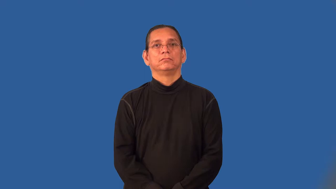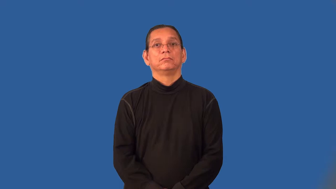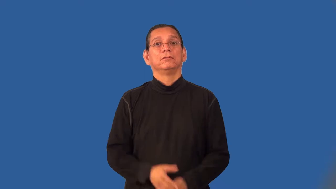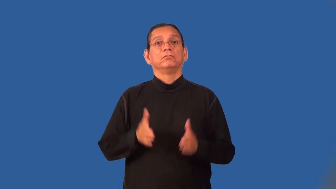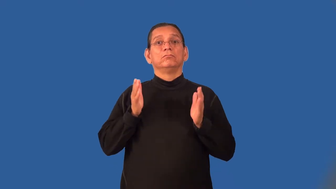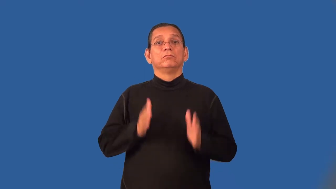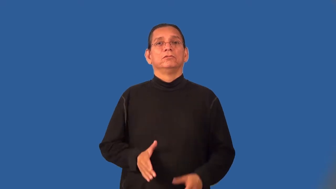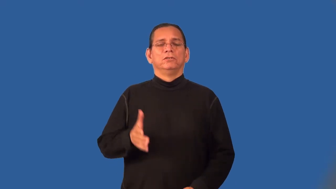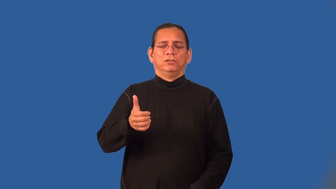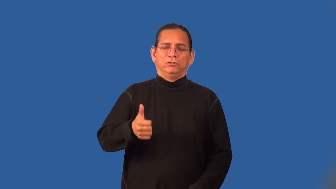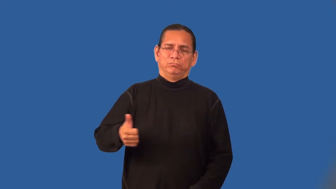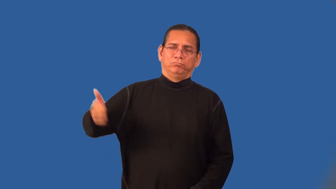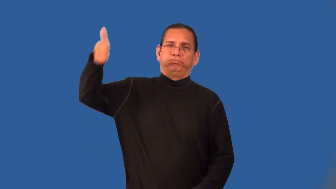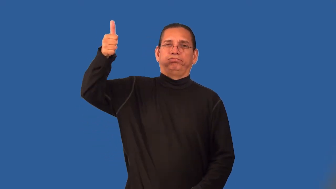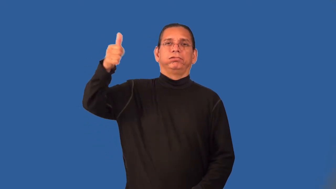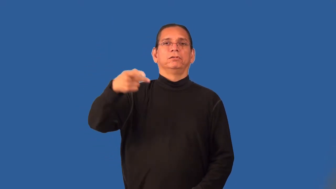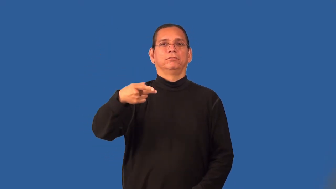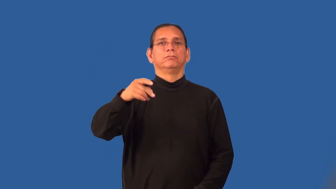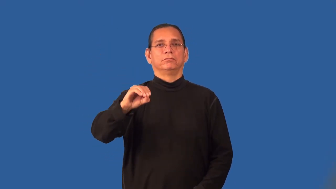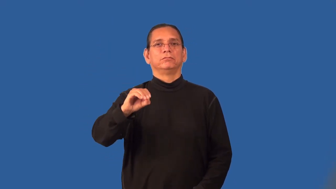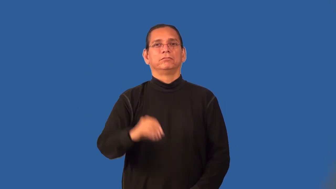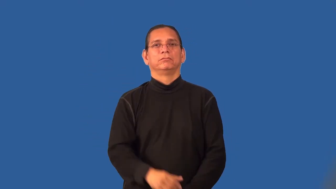postmaster,postmistress